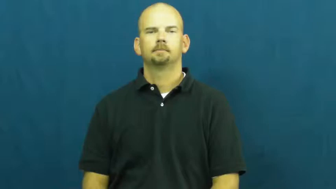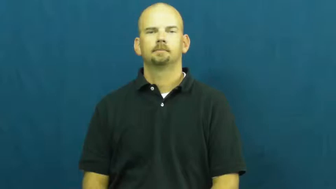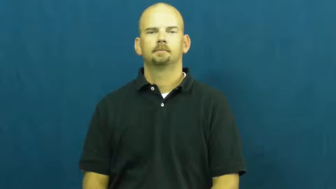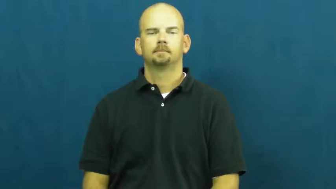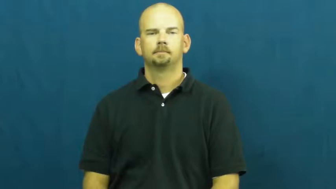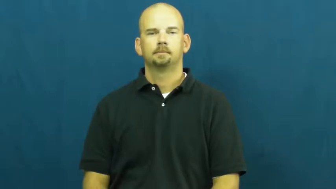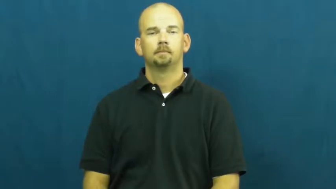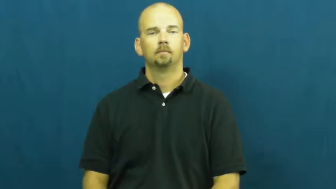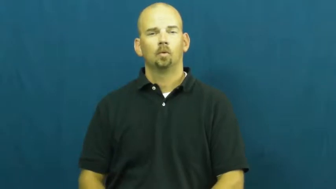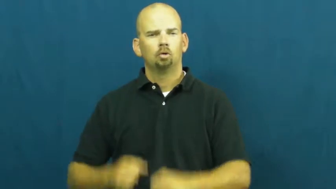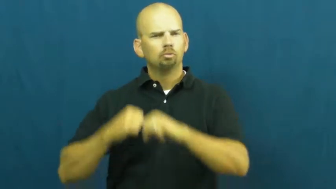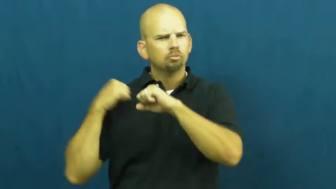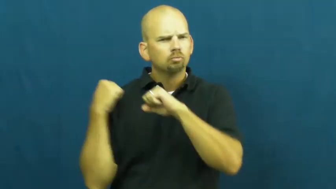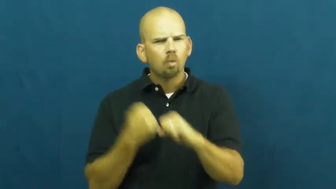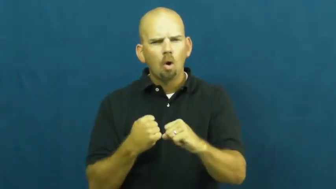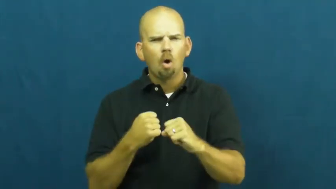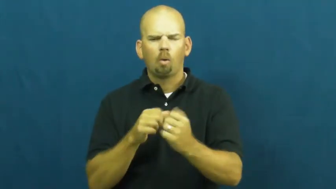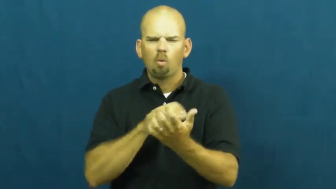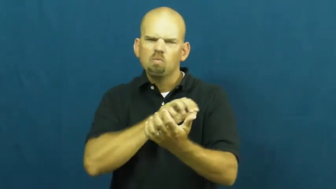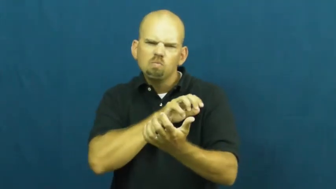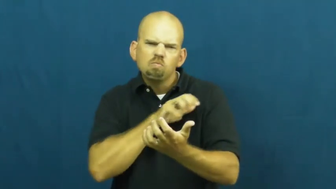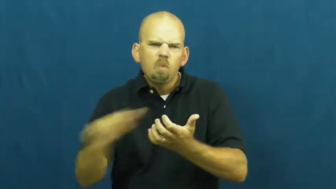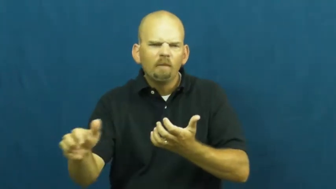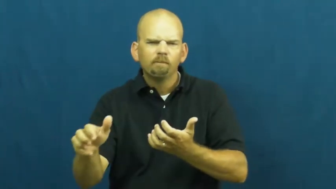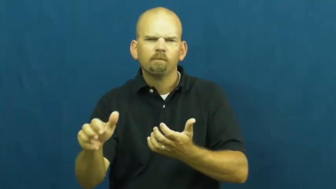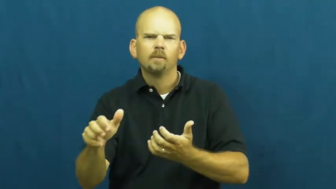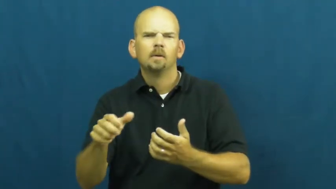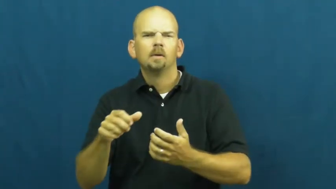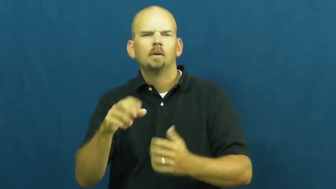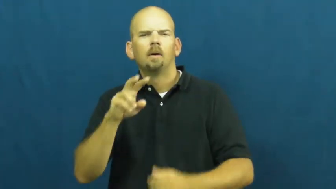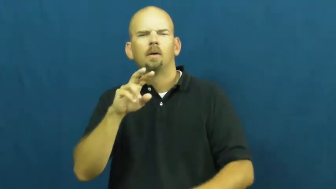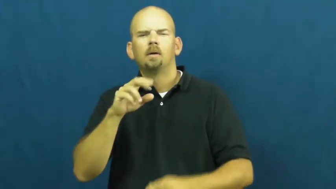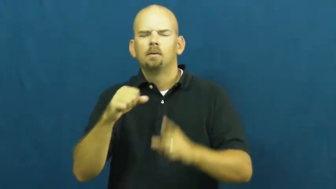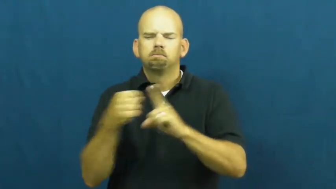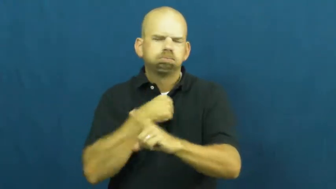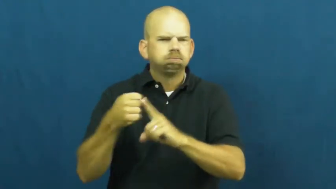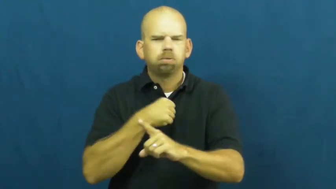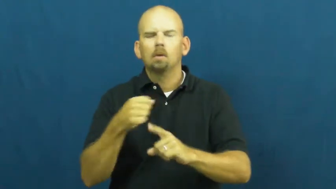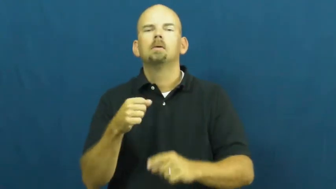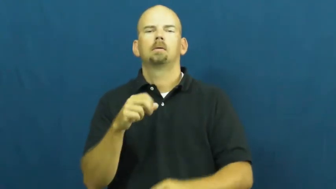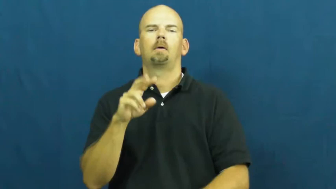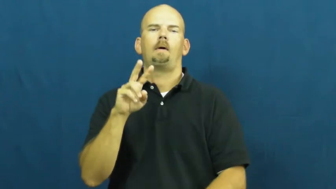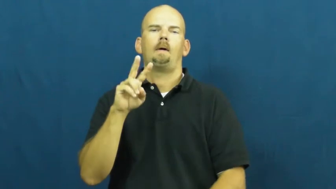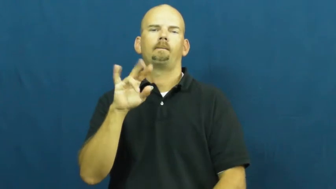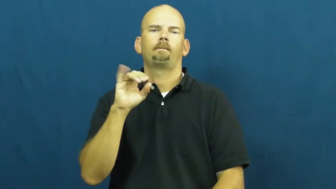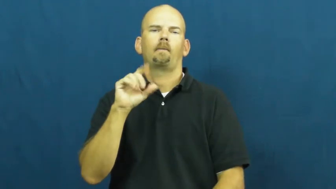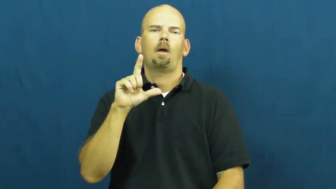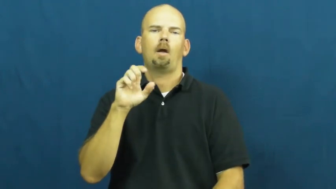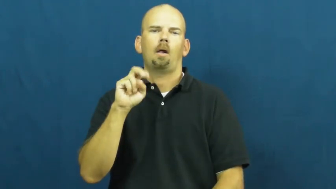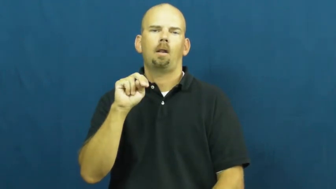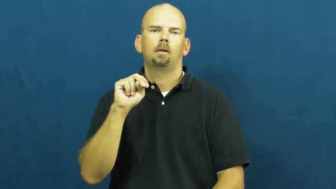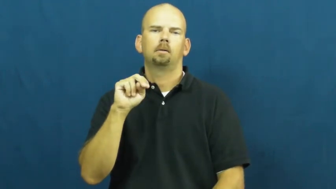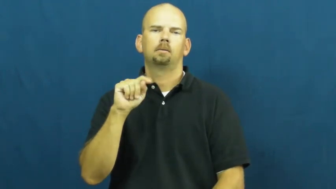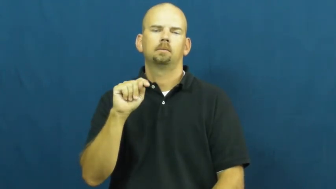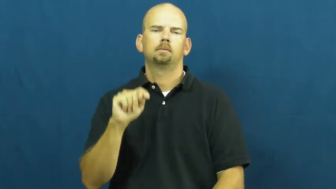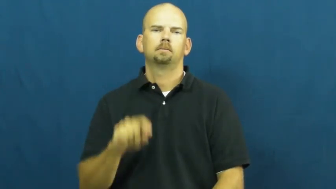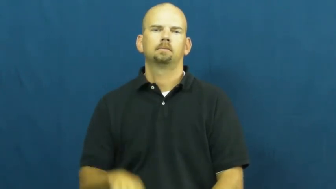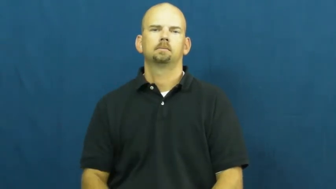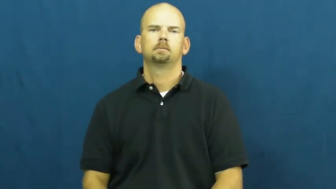violent